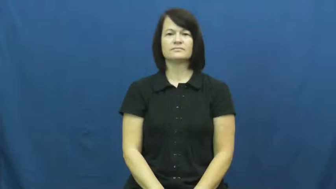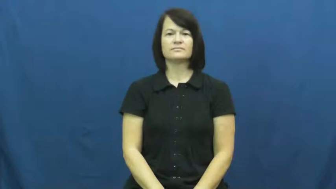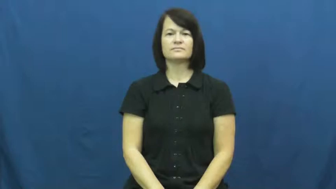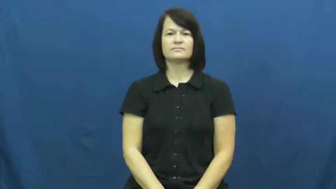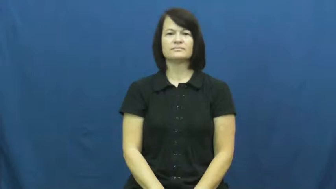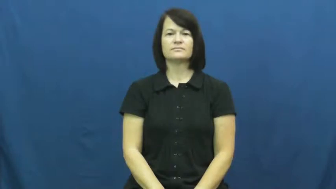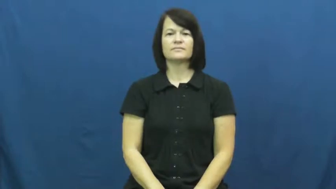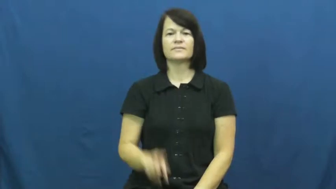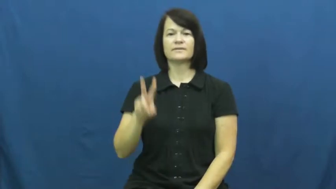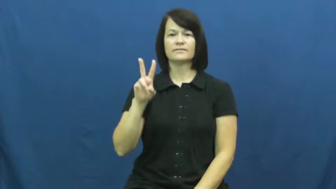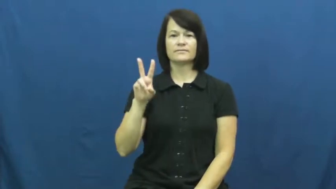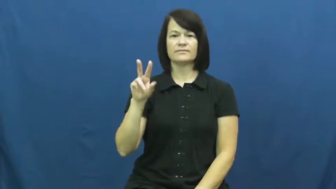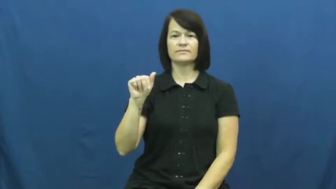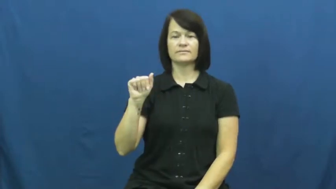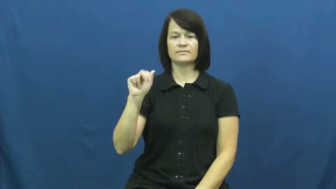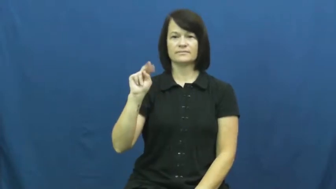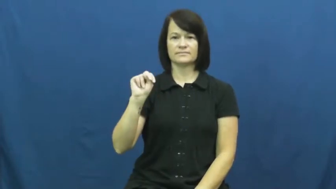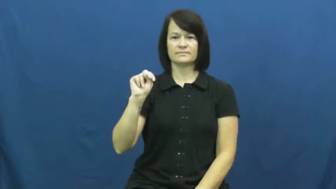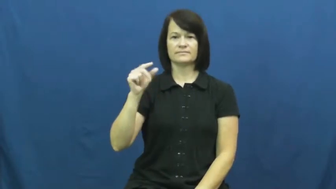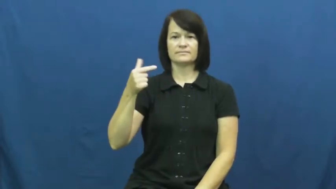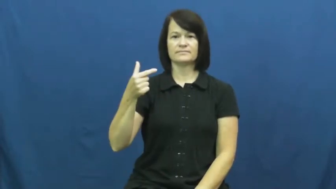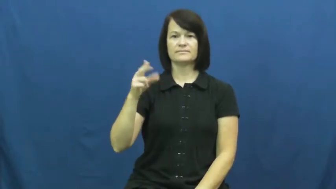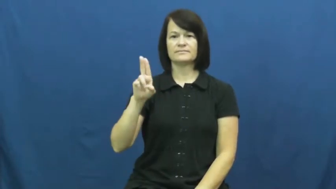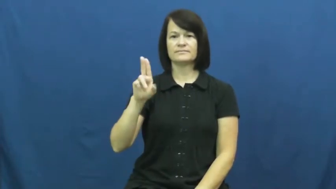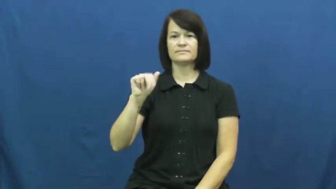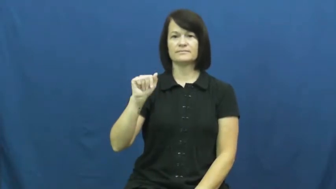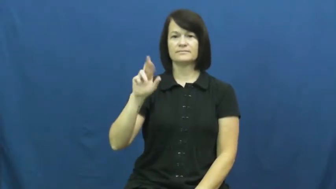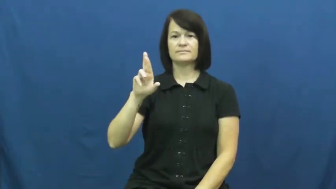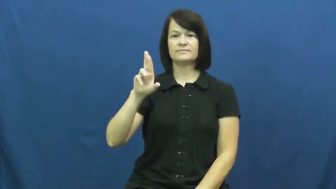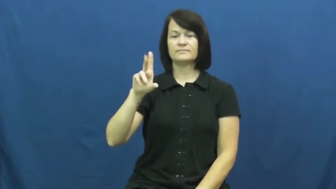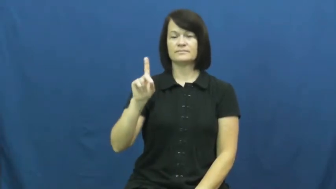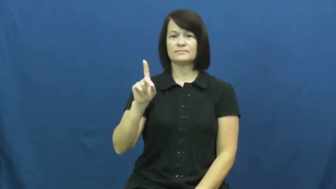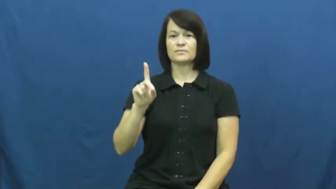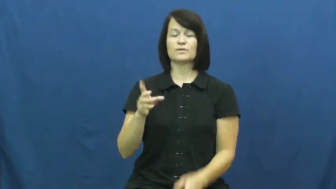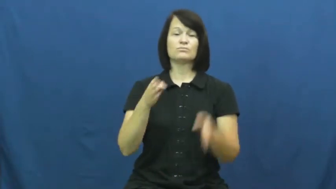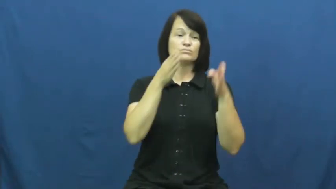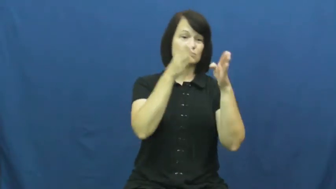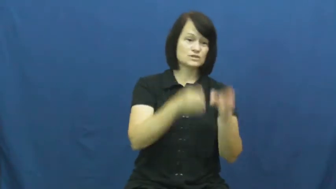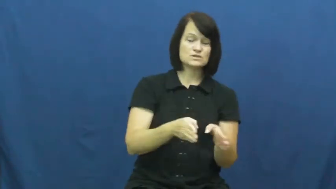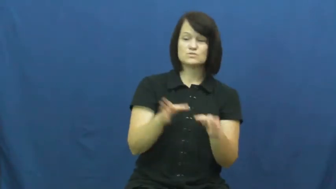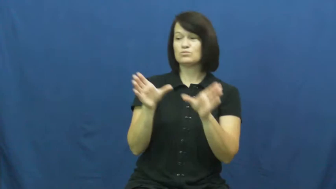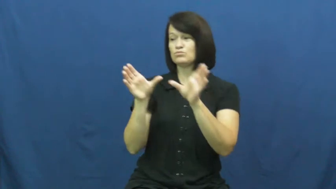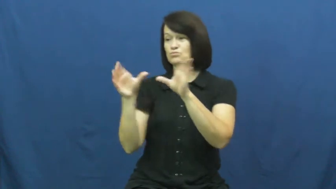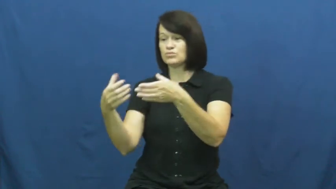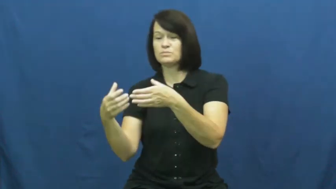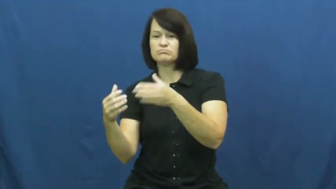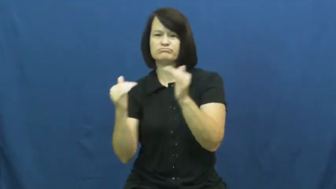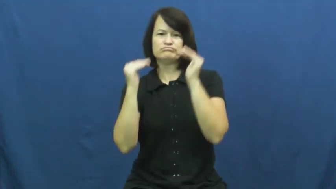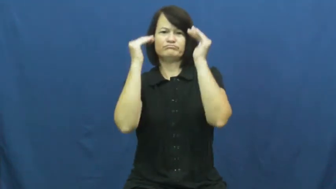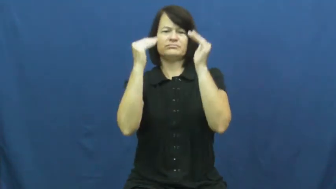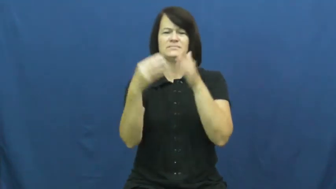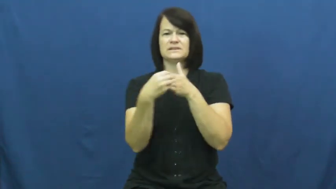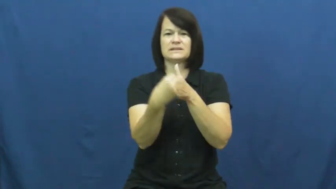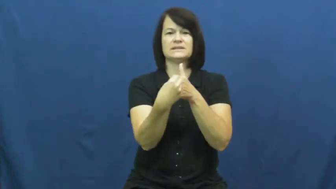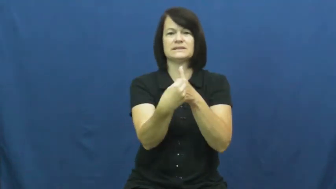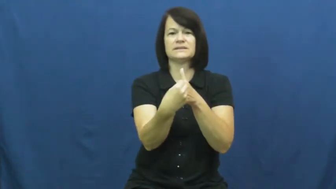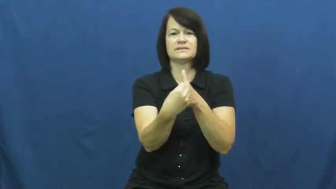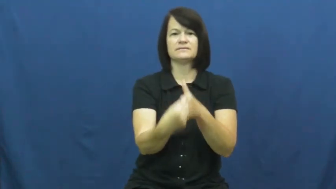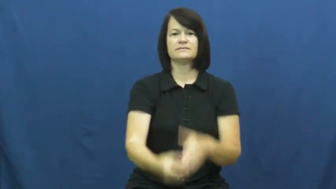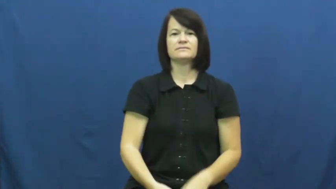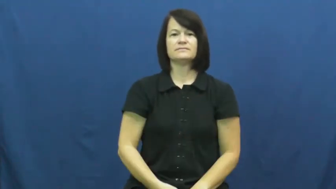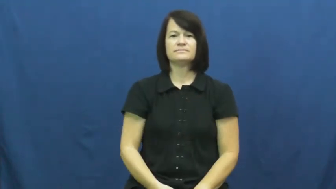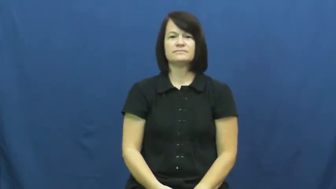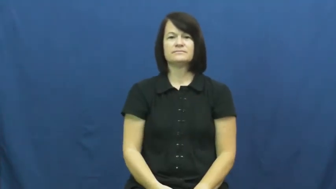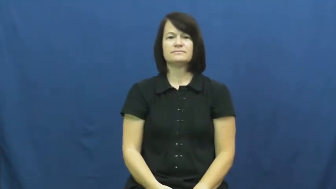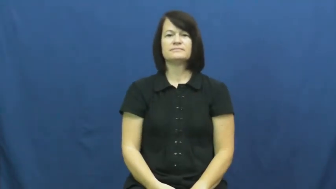vanguard